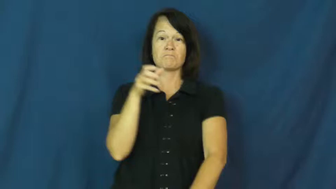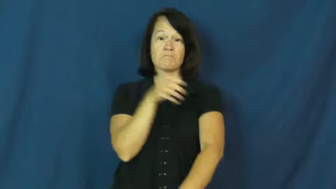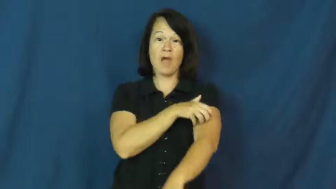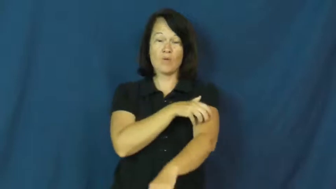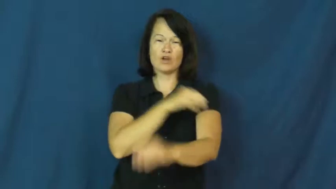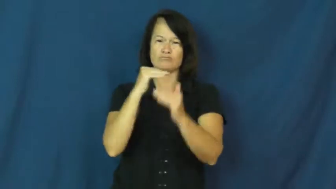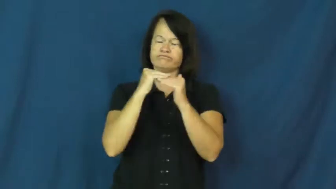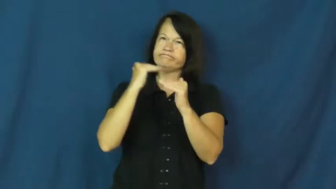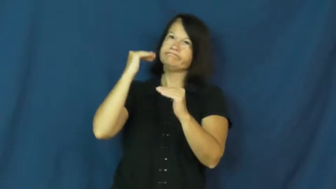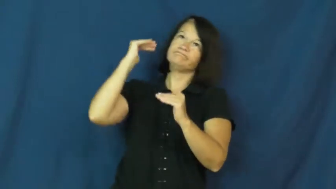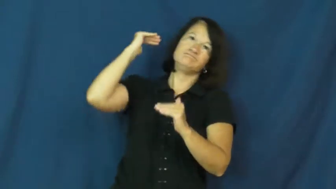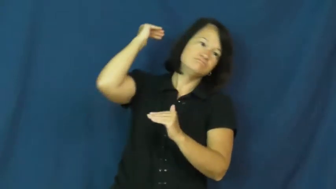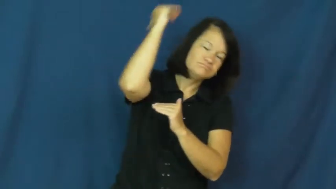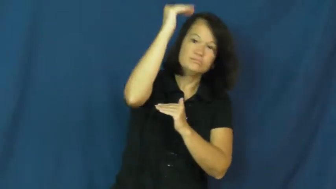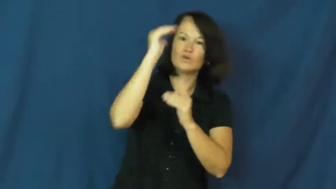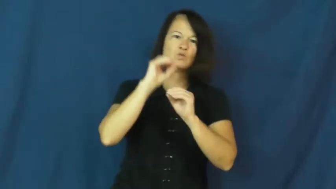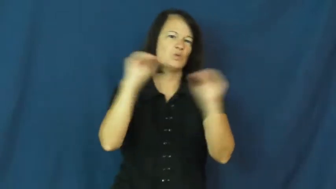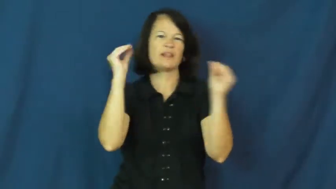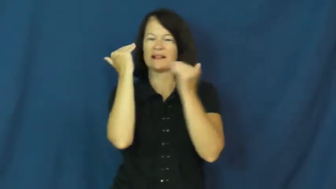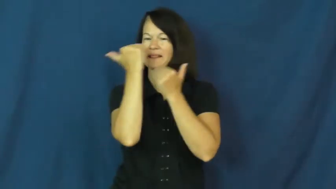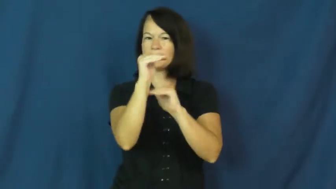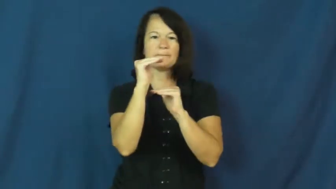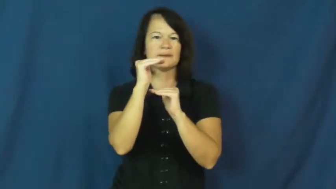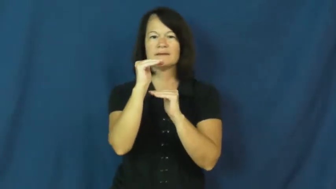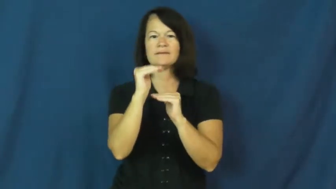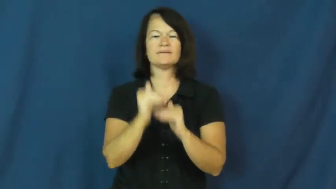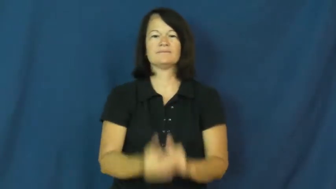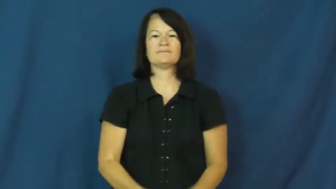almighty,supreme,puissant